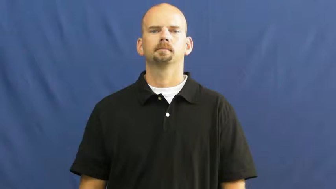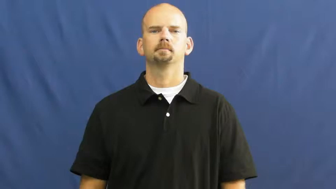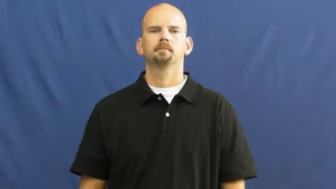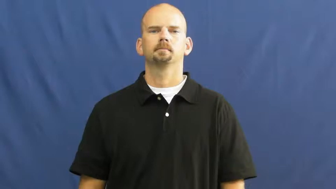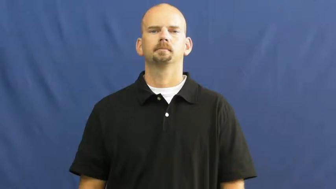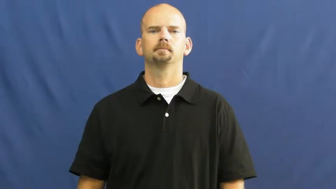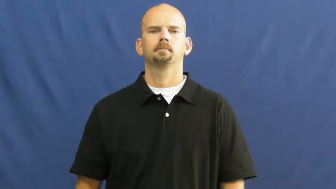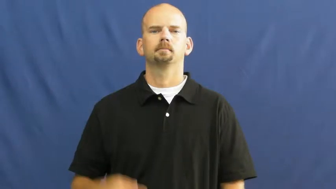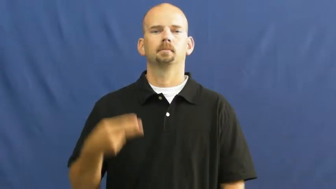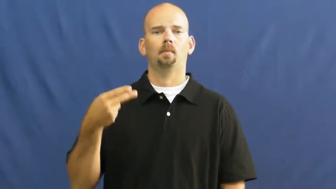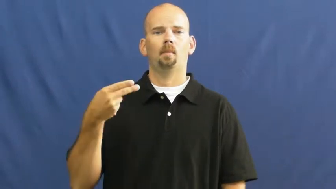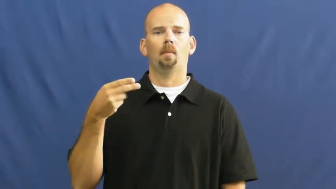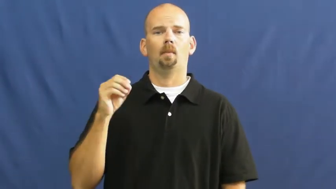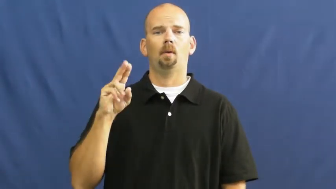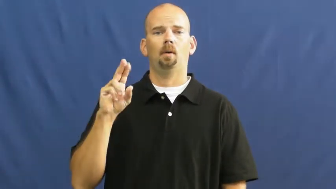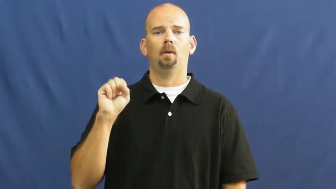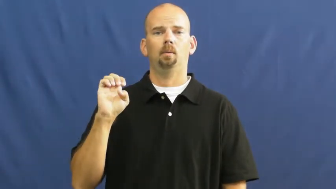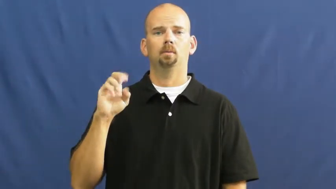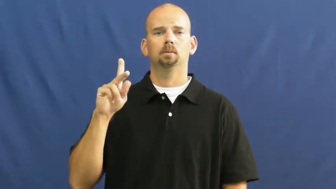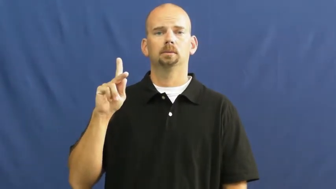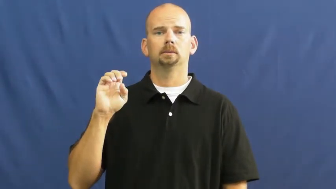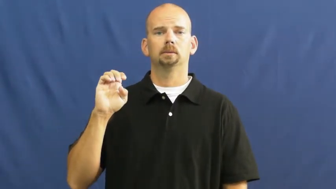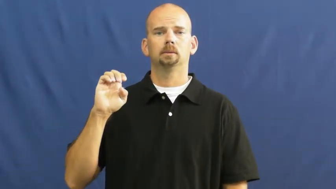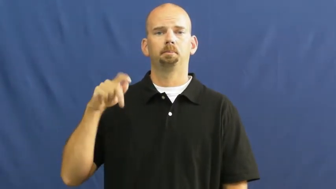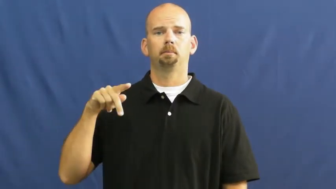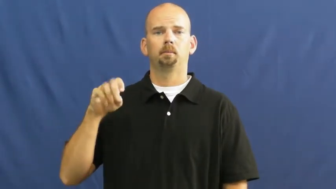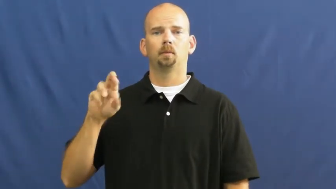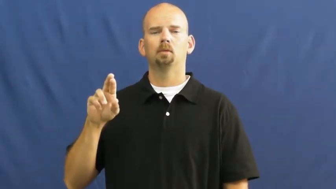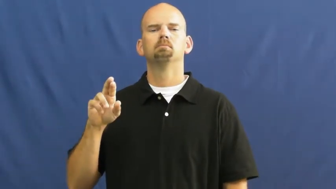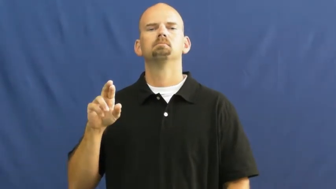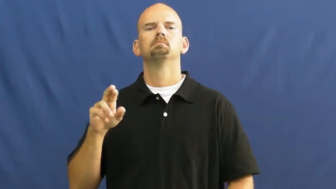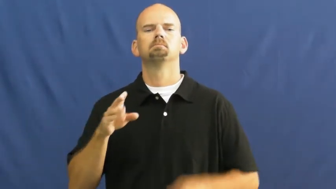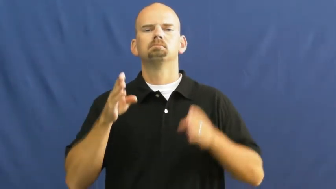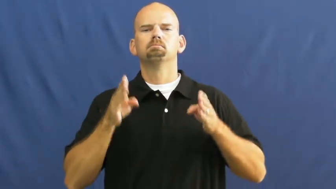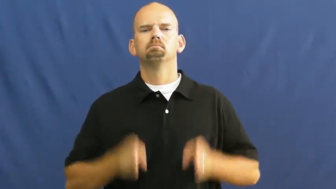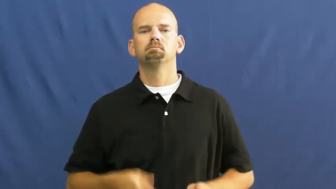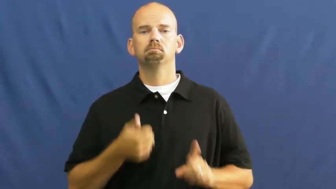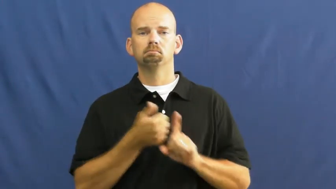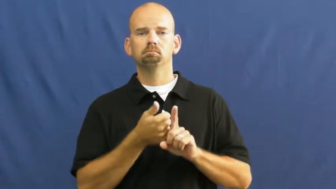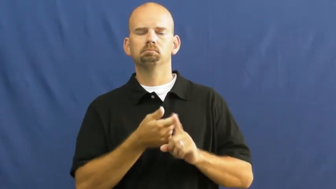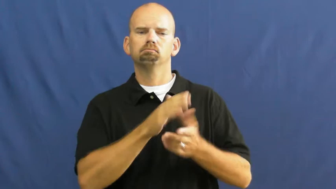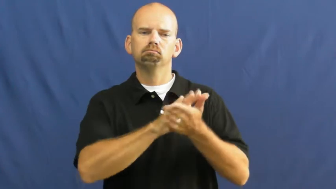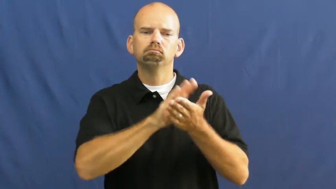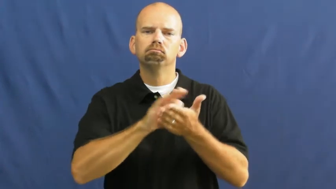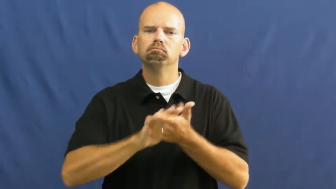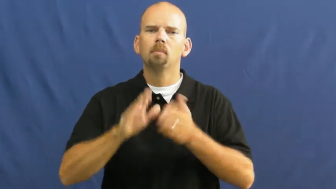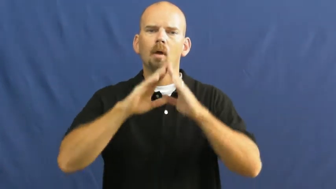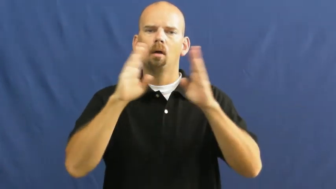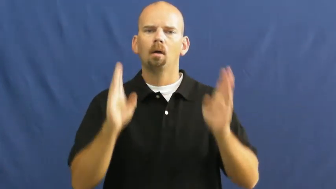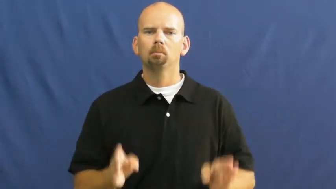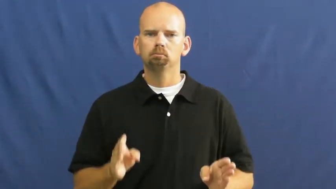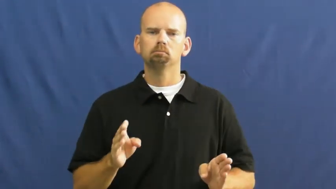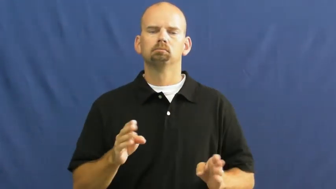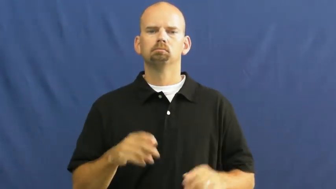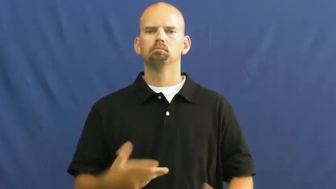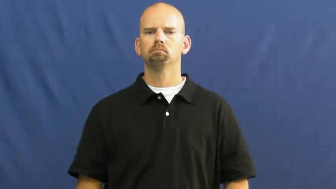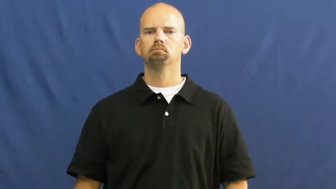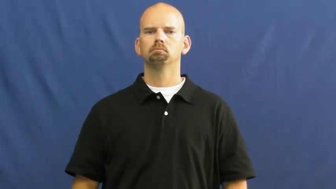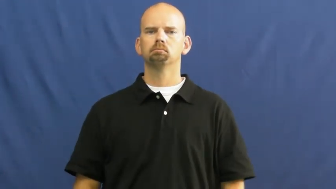housekeeper